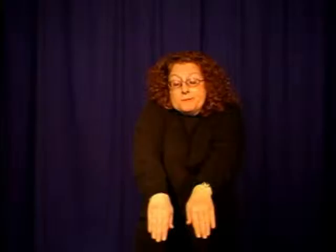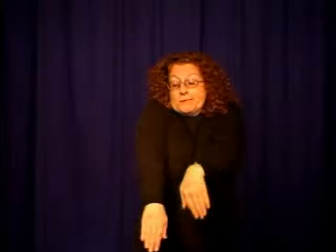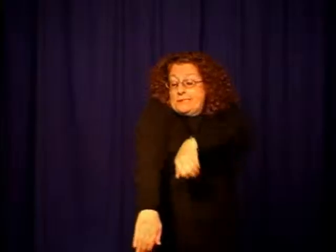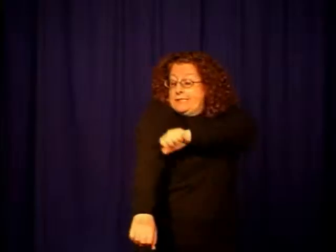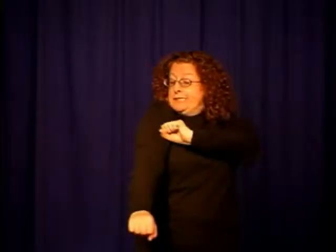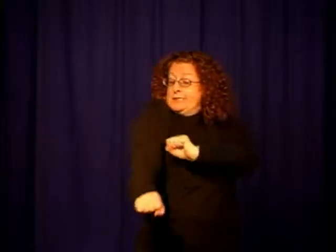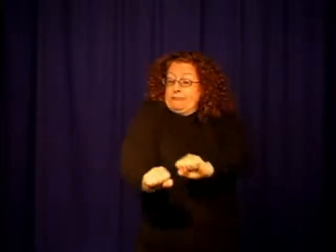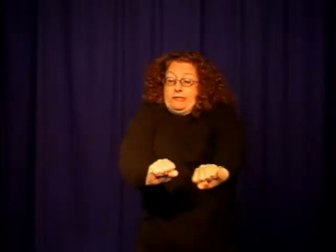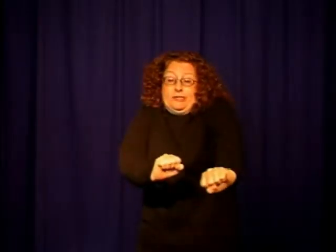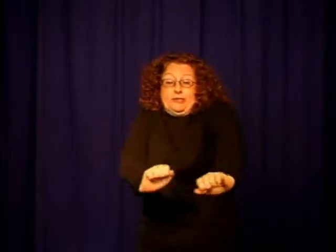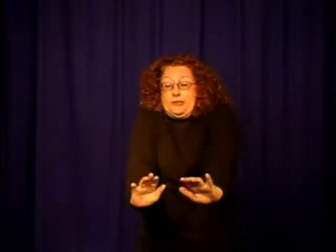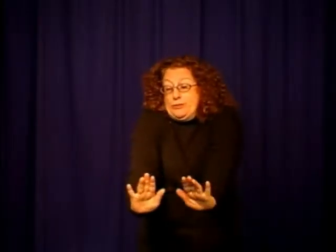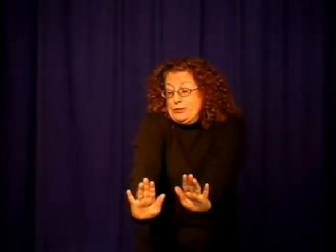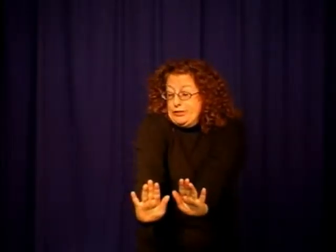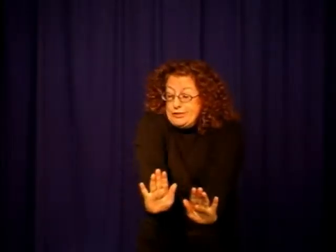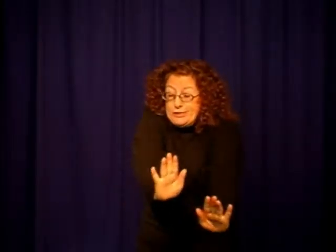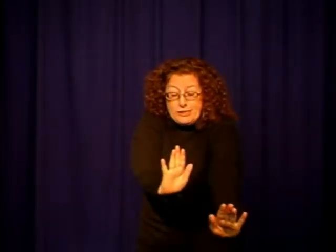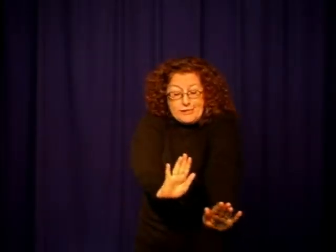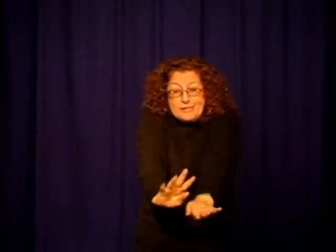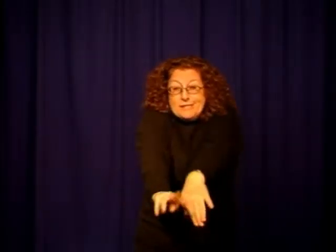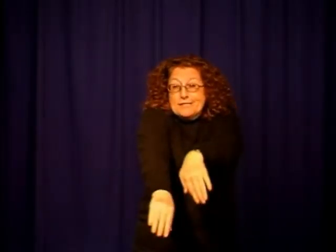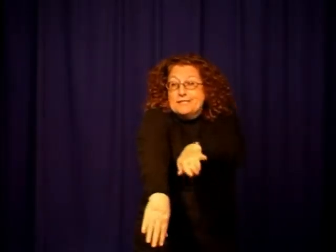stretch-animal